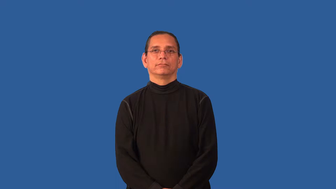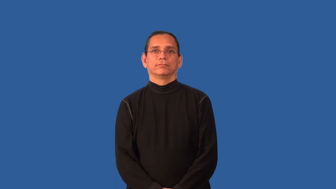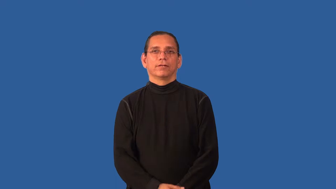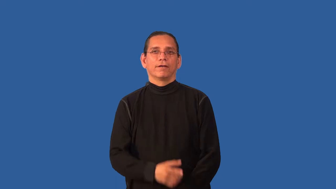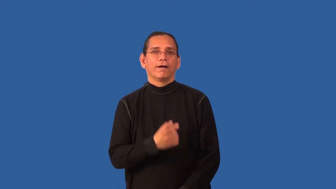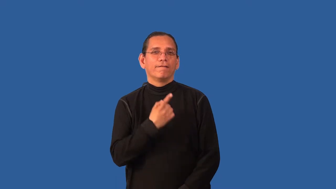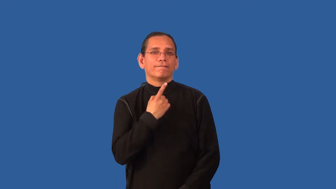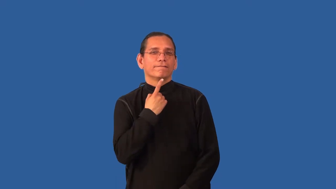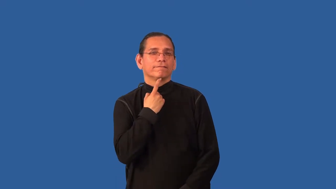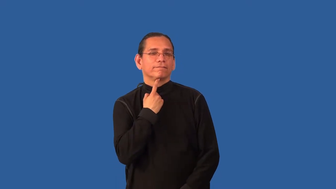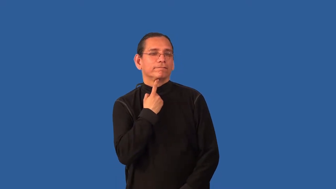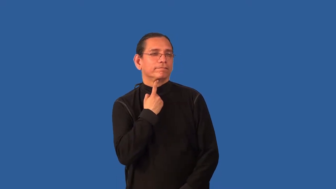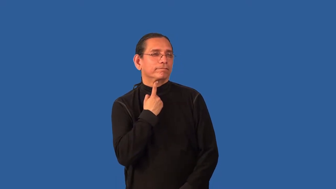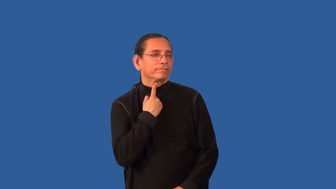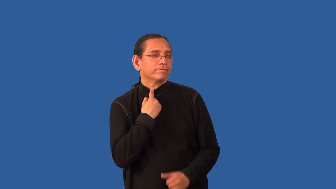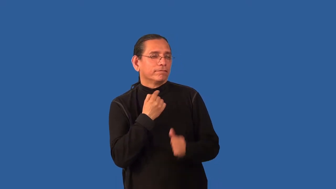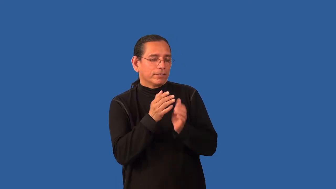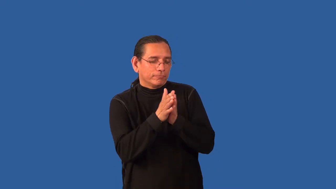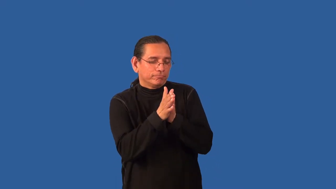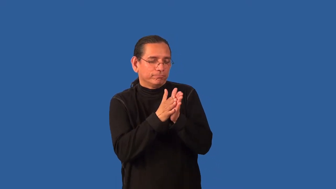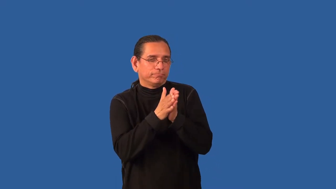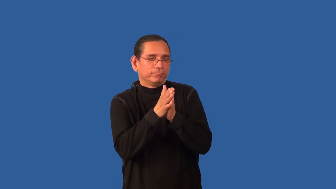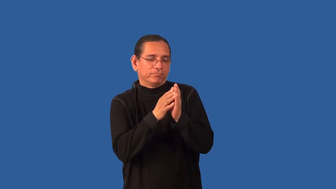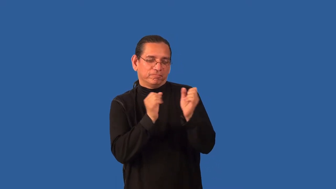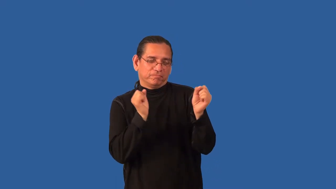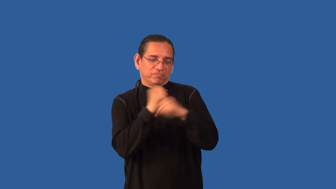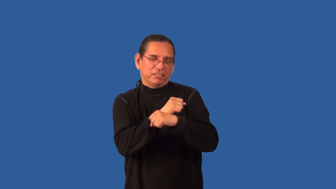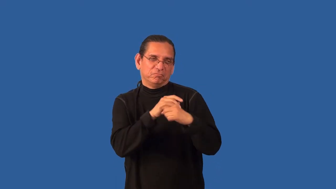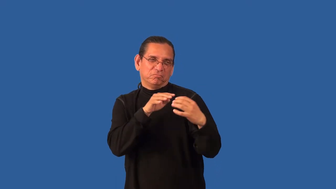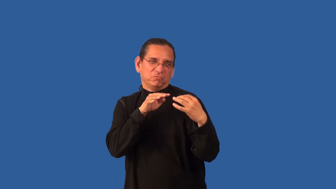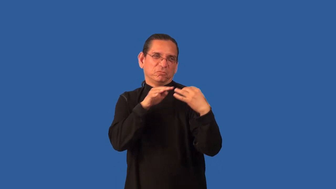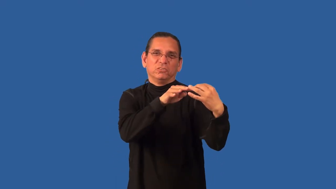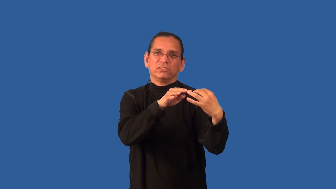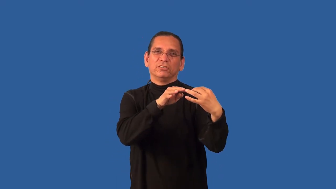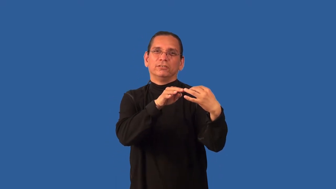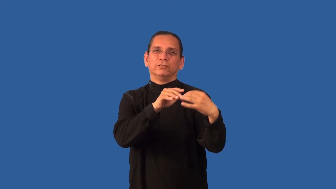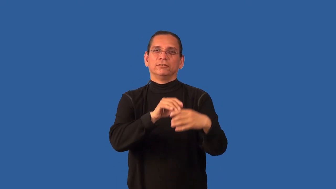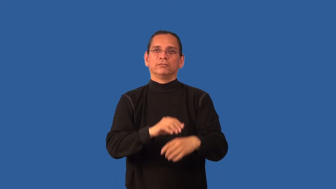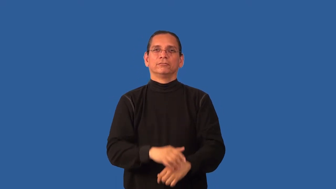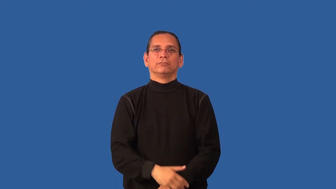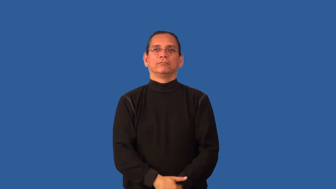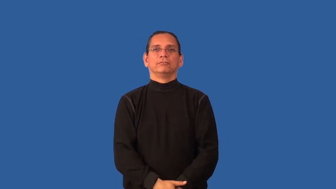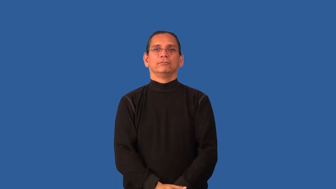bloodthirsty